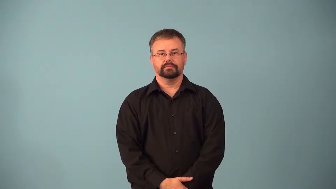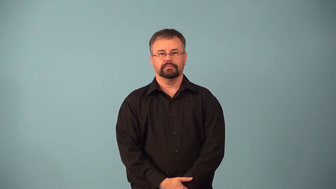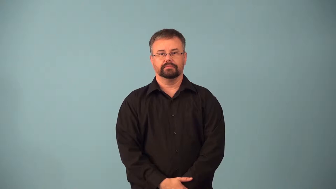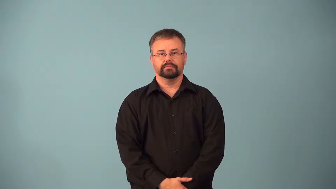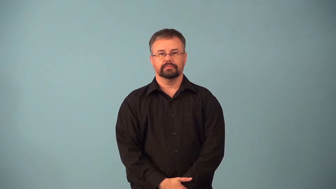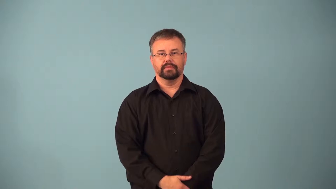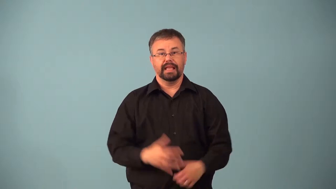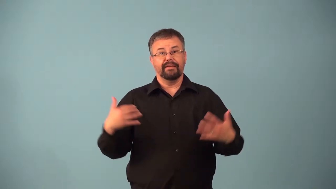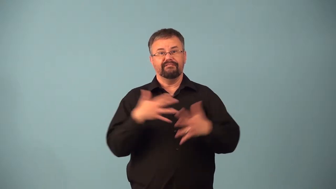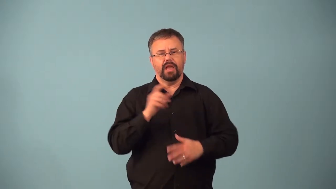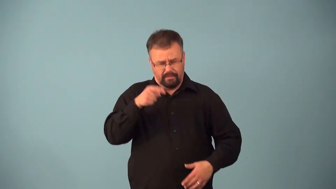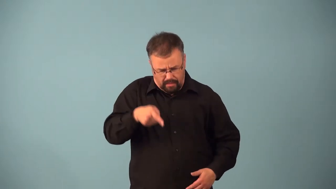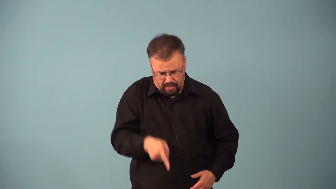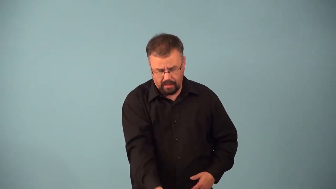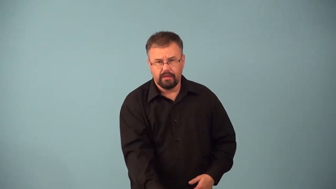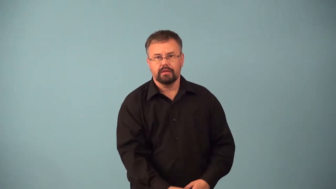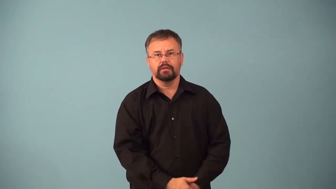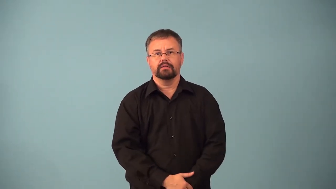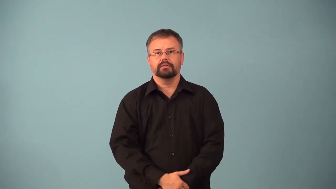acrophobia